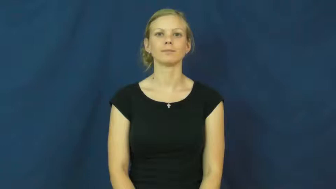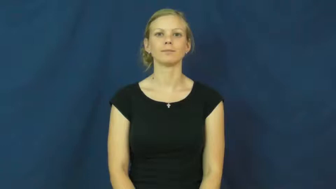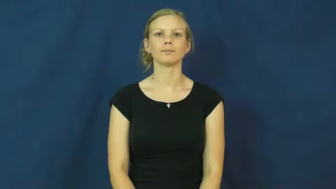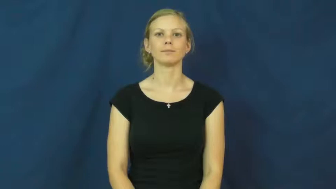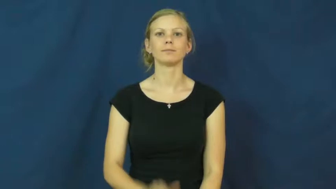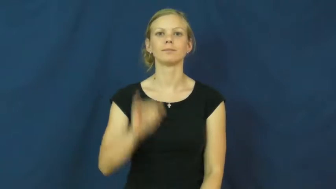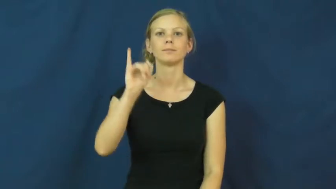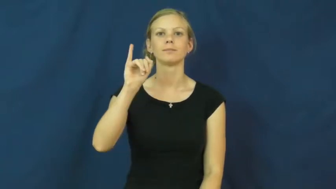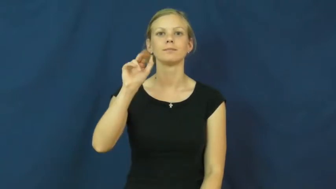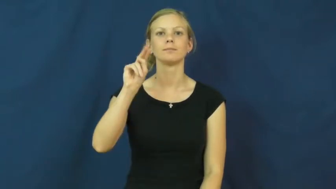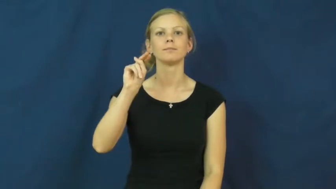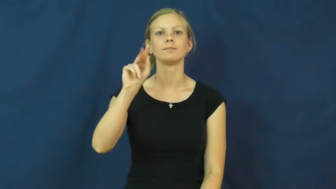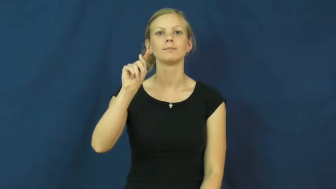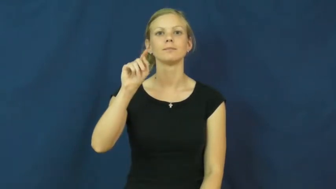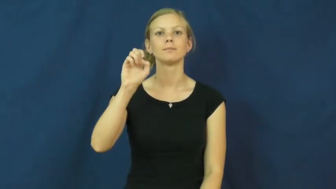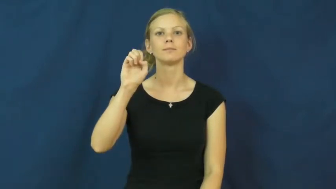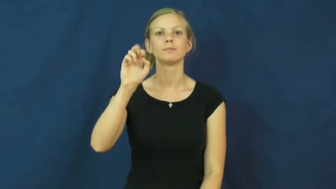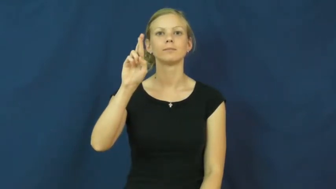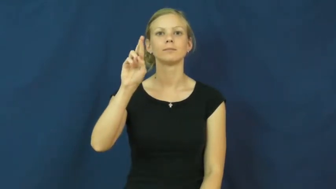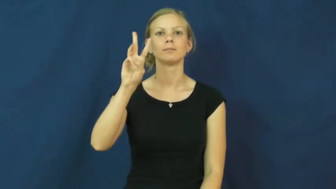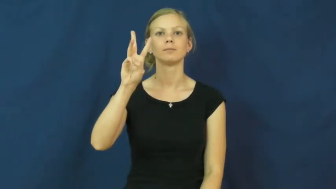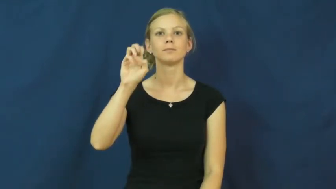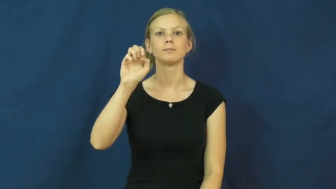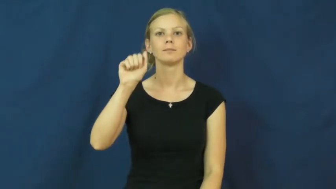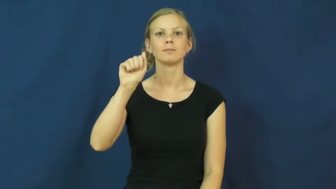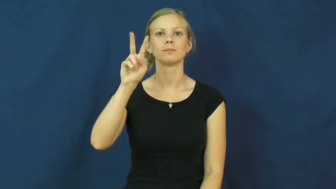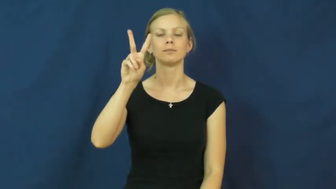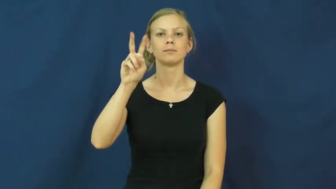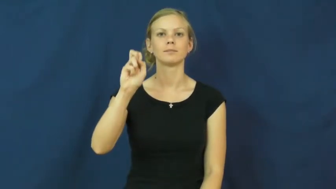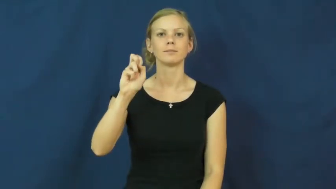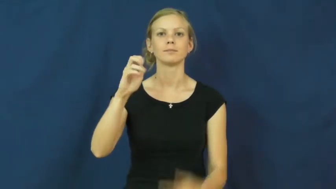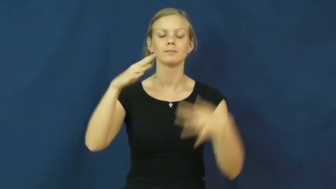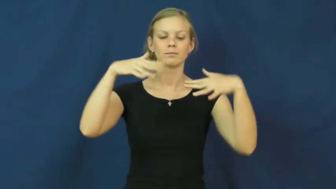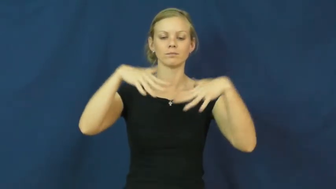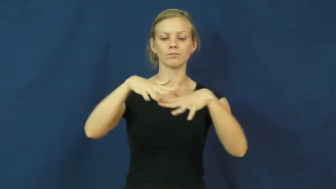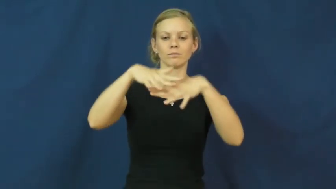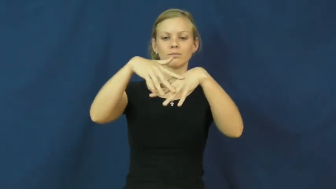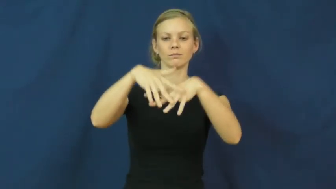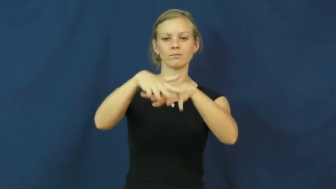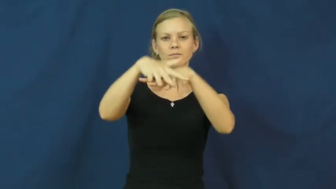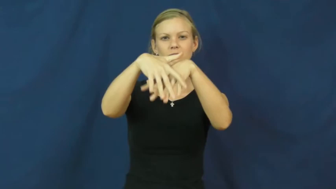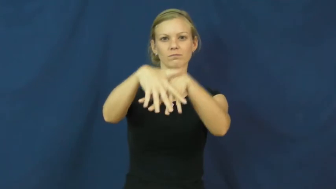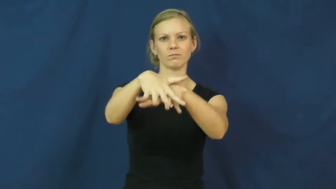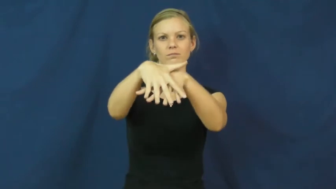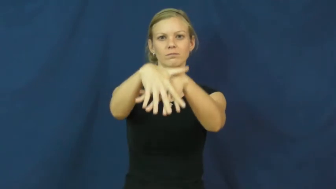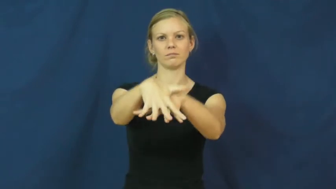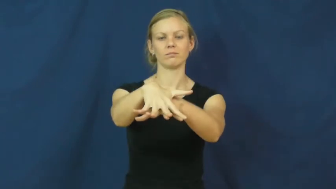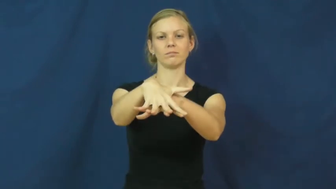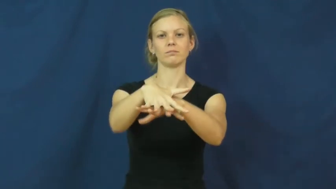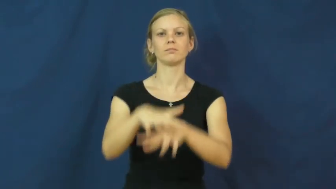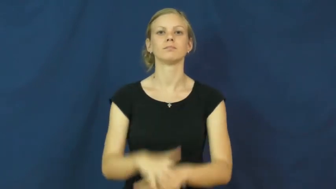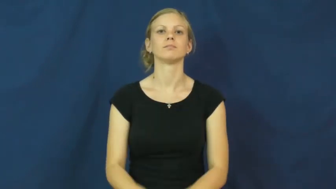interweave